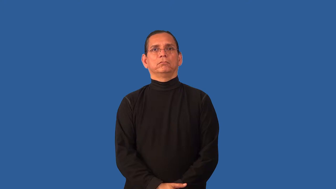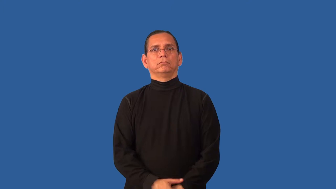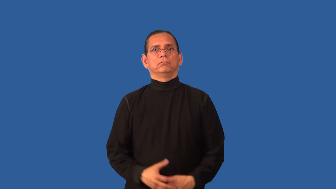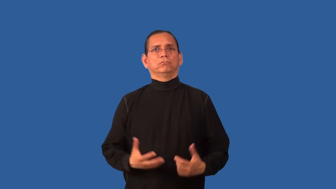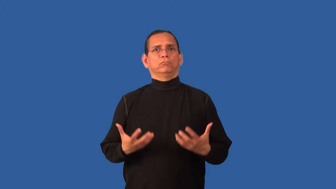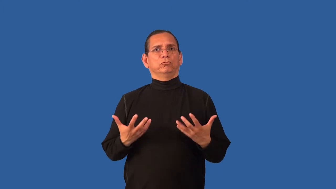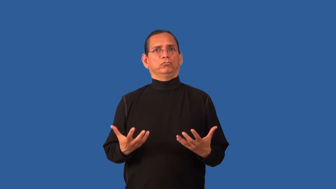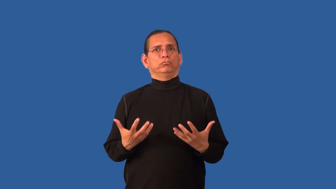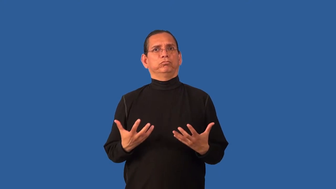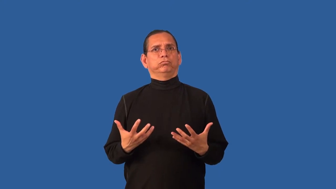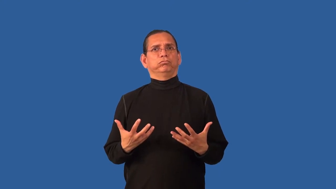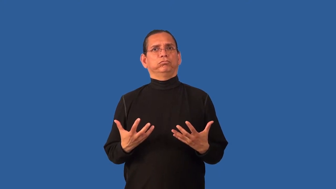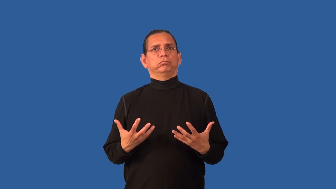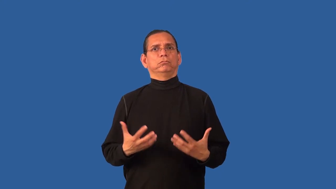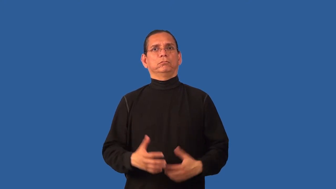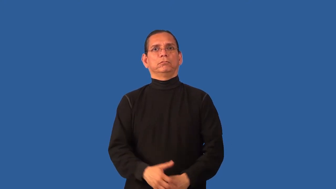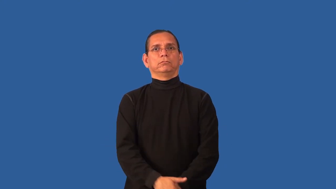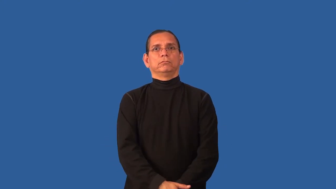busty,chesty,bosomy,buxom